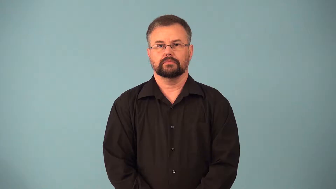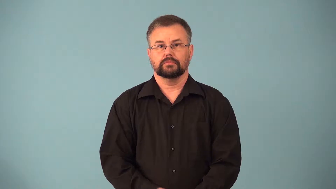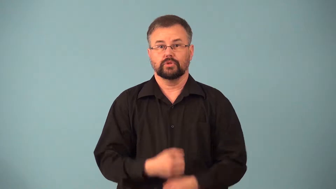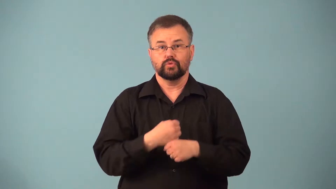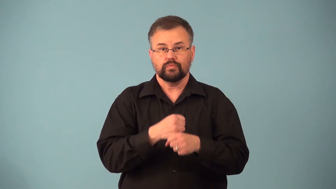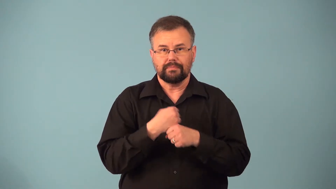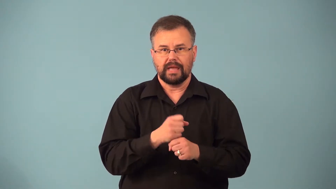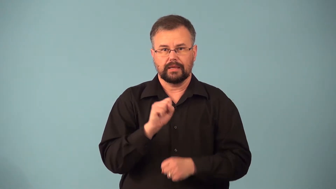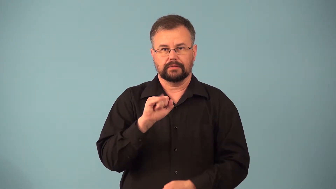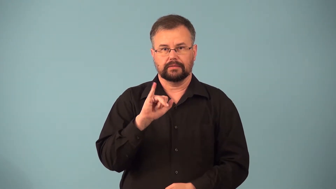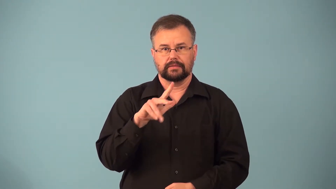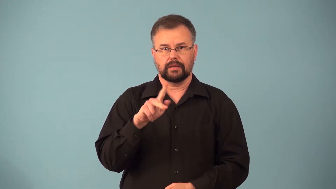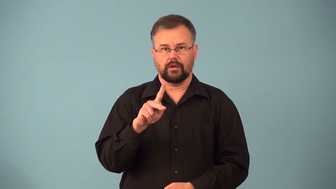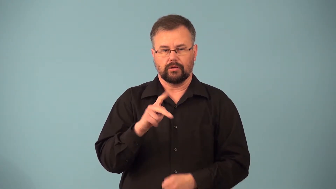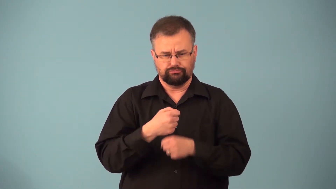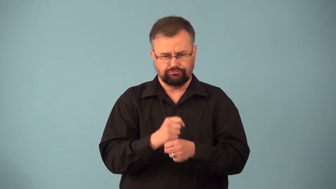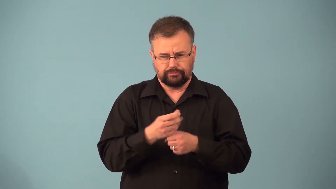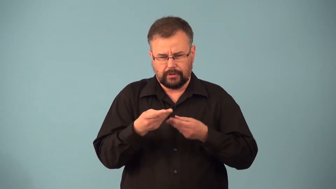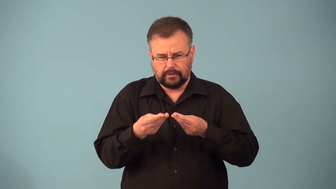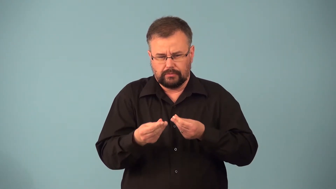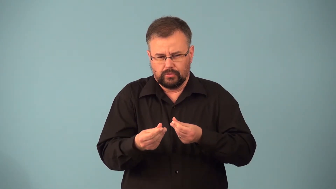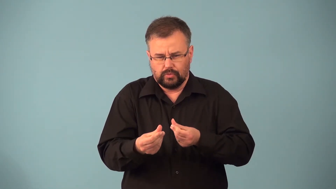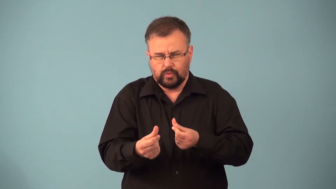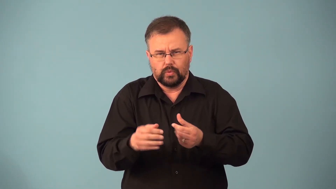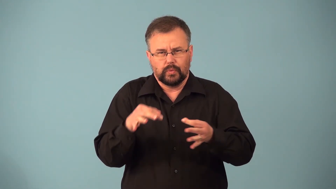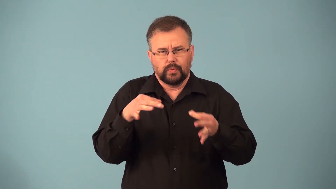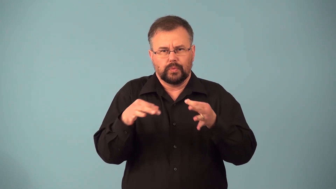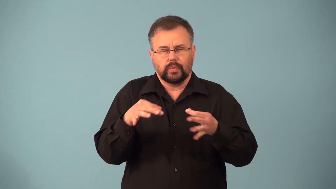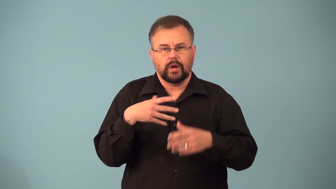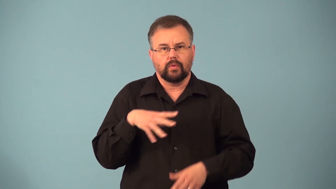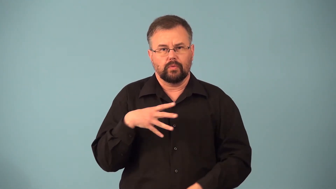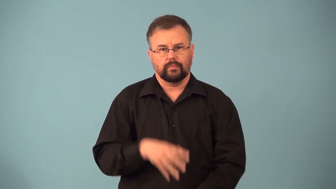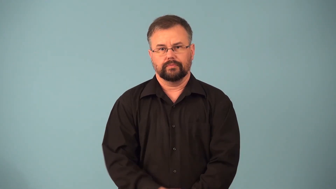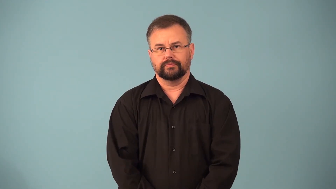mercerize